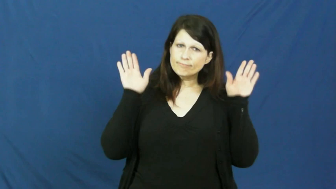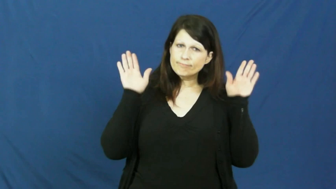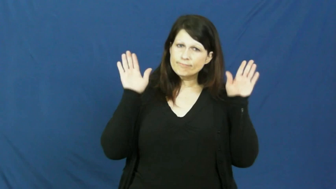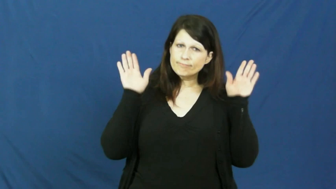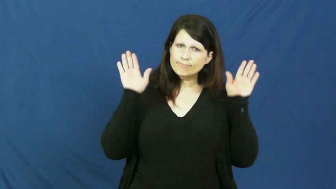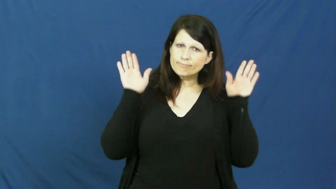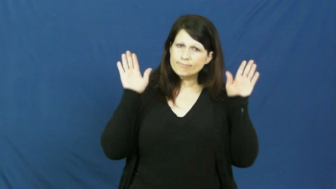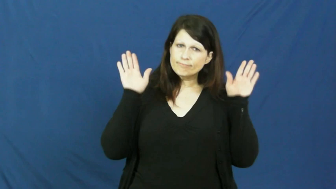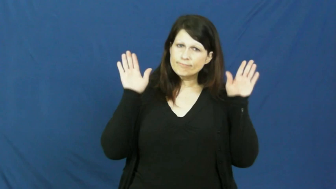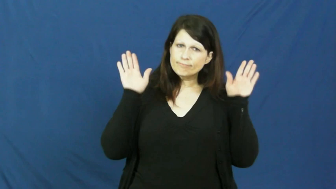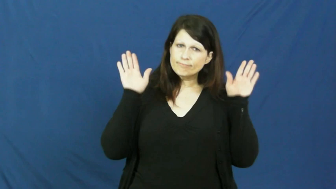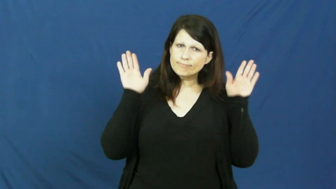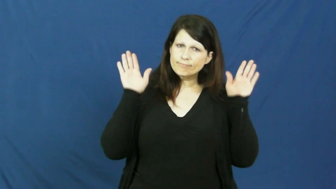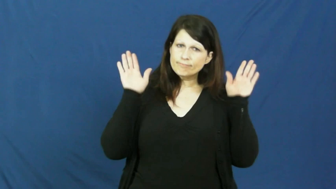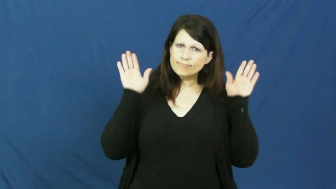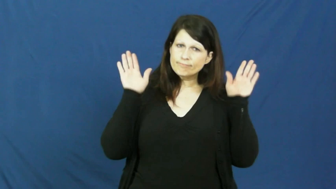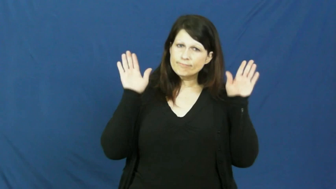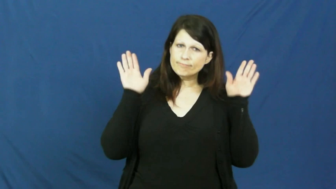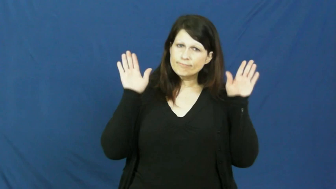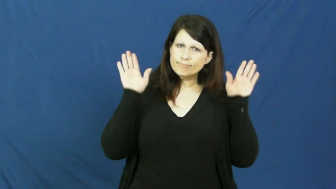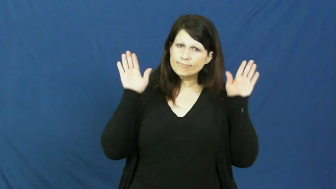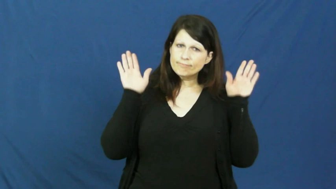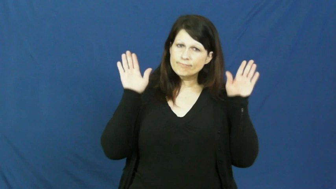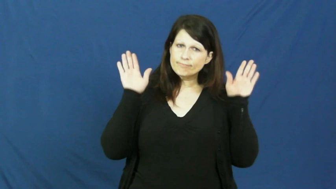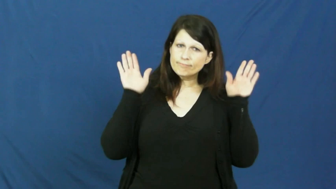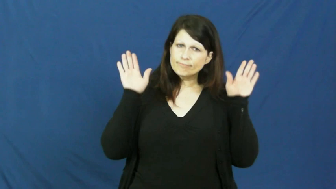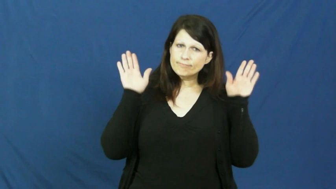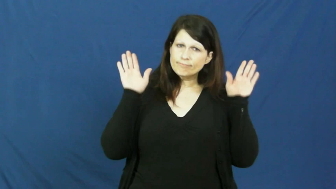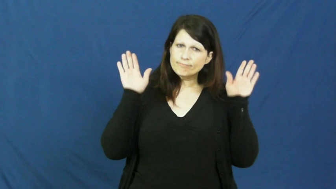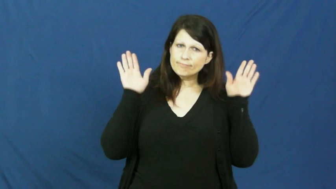wings up